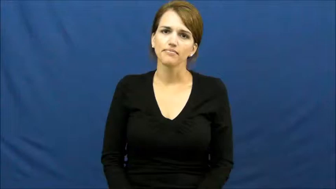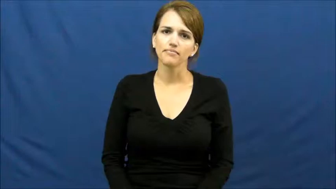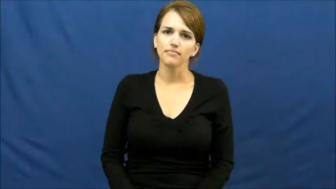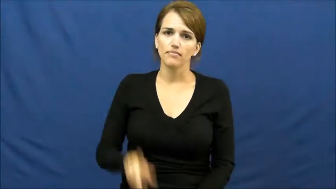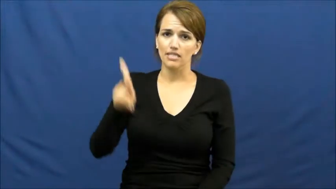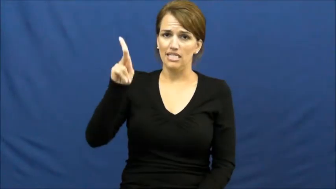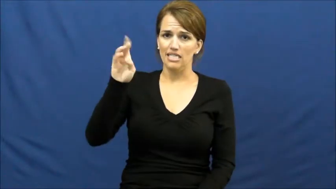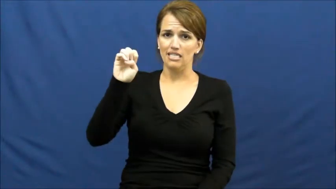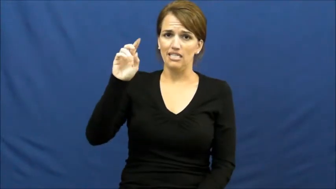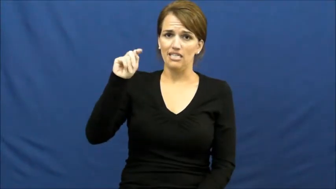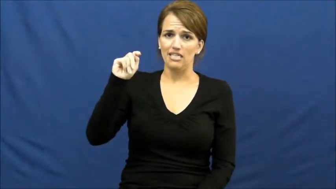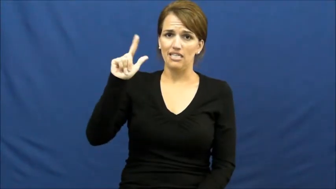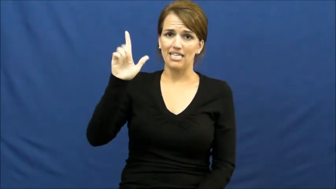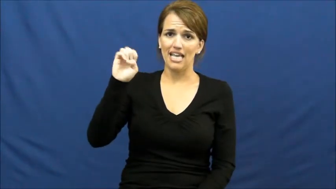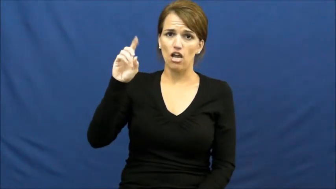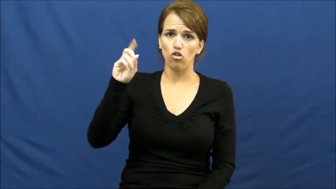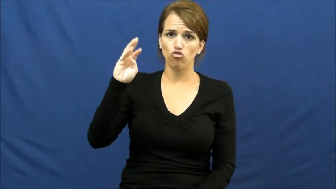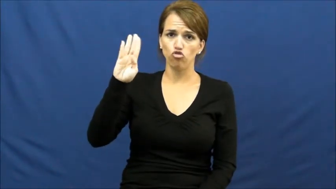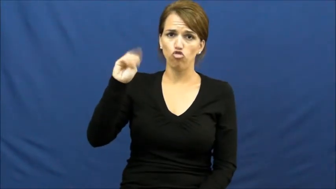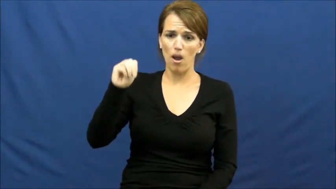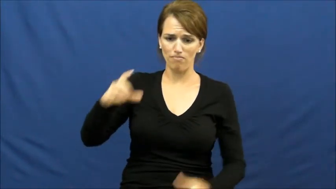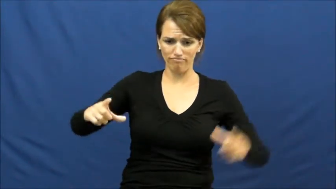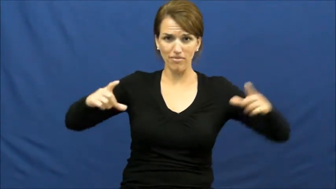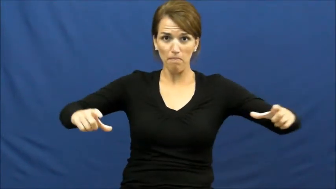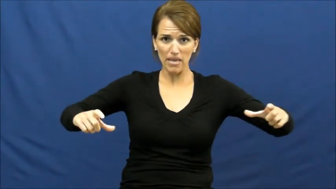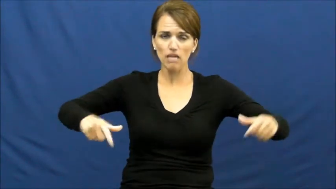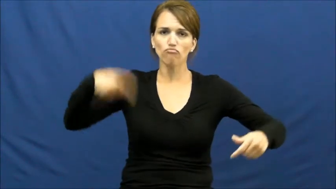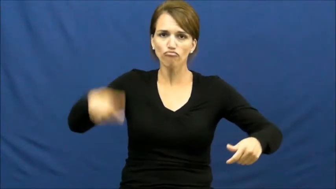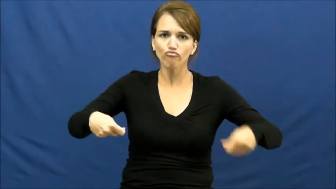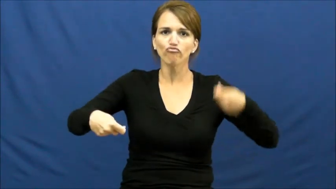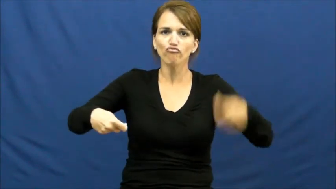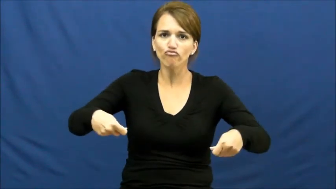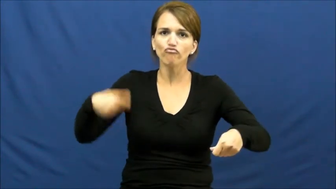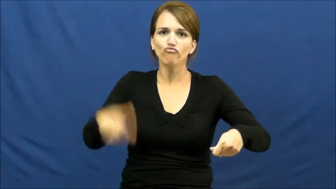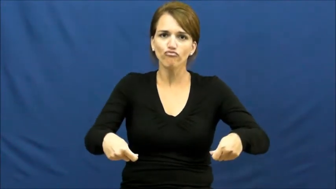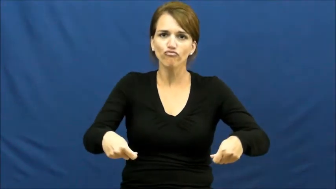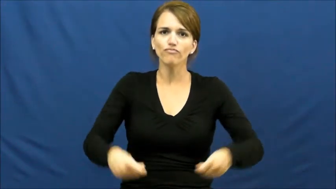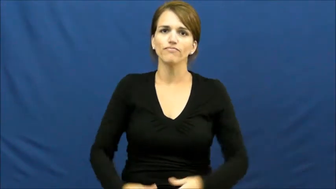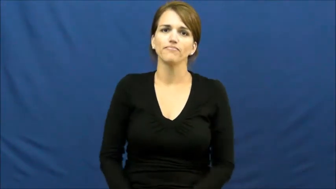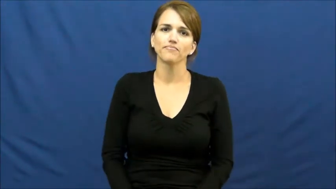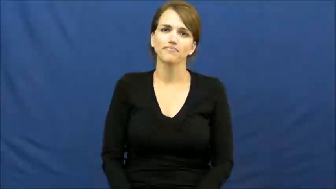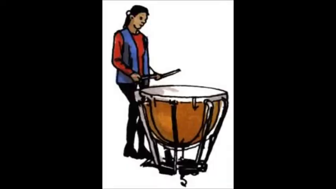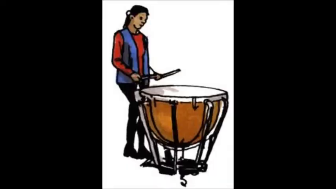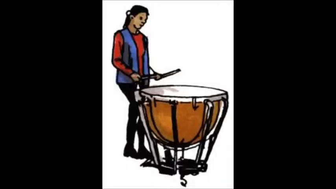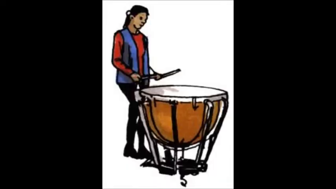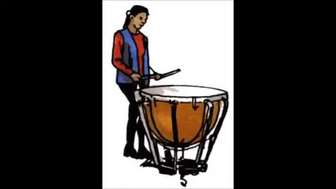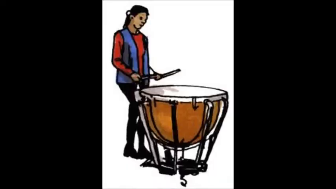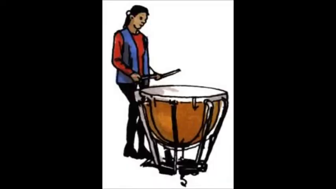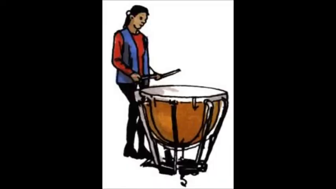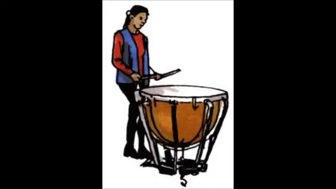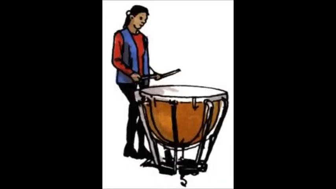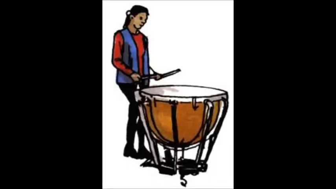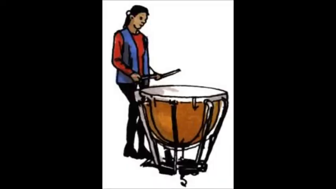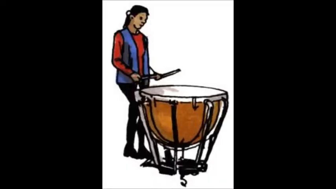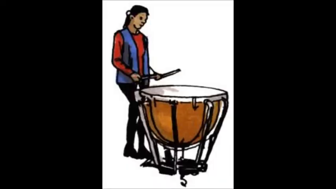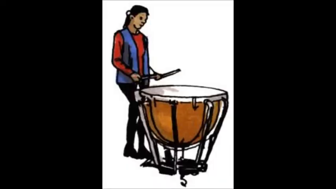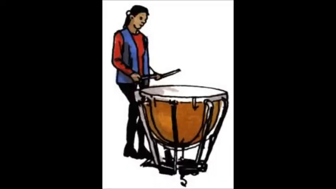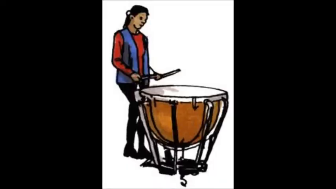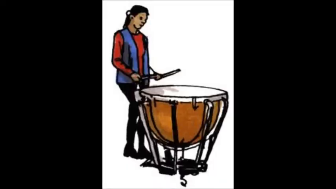Kettledrum